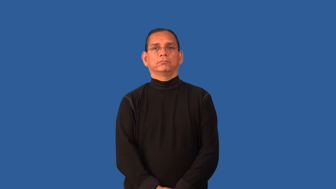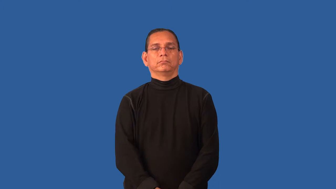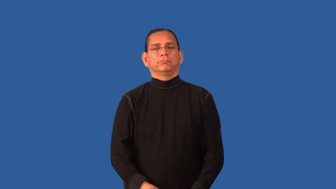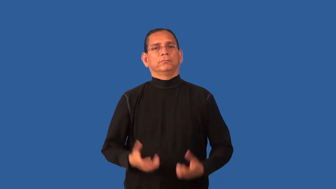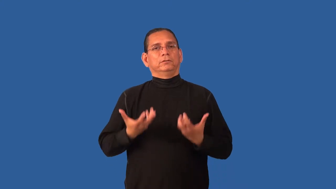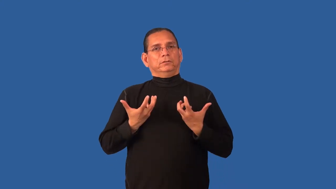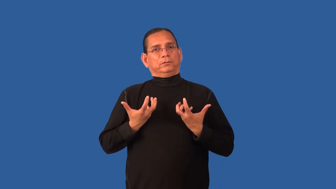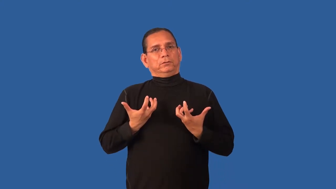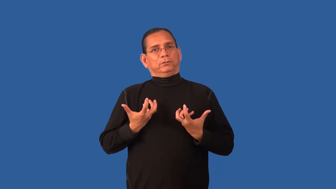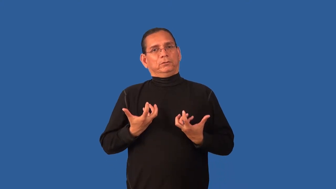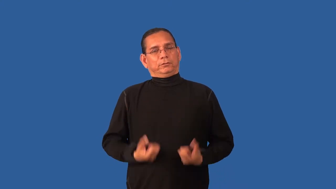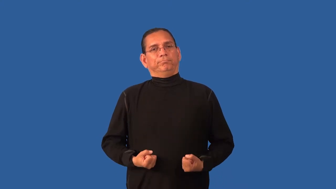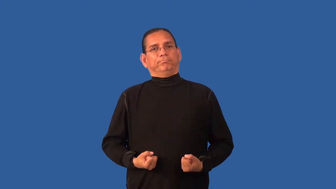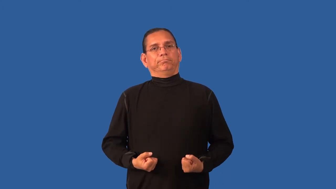dissemble